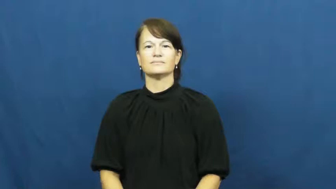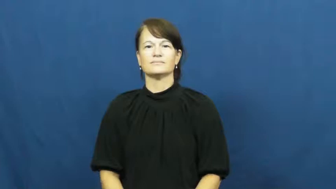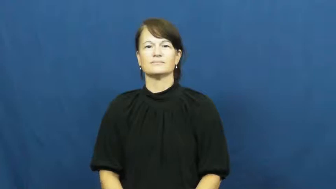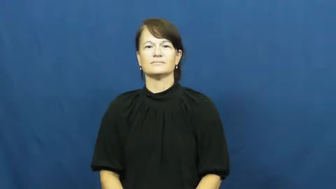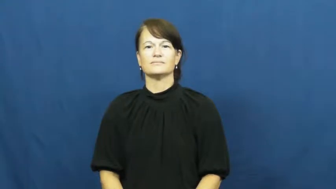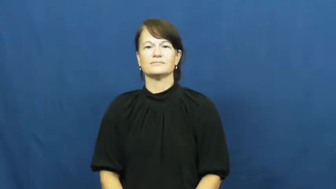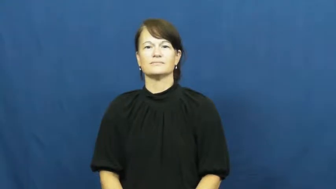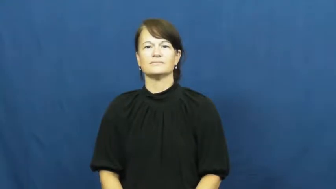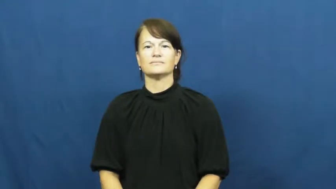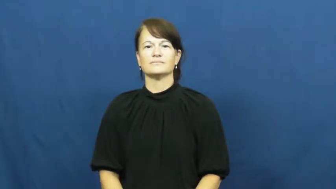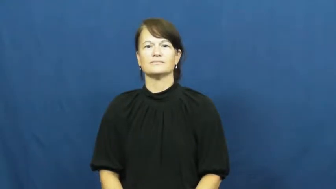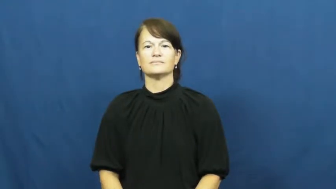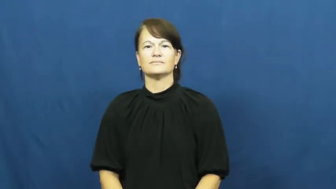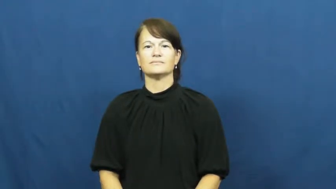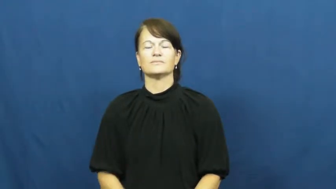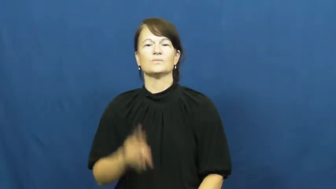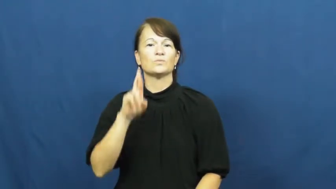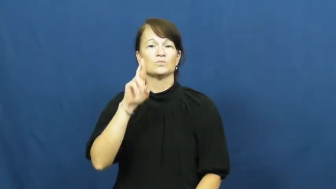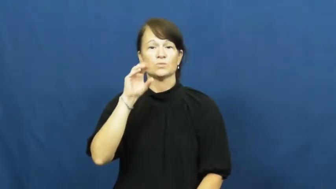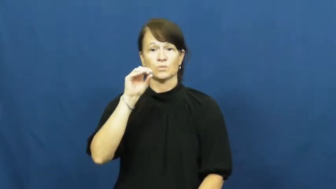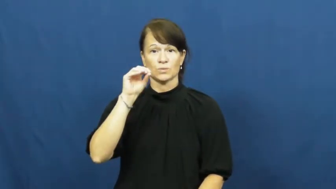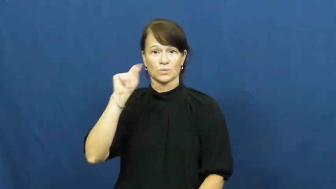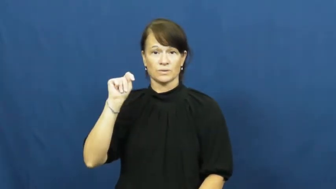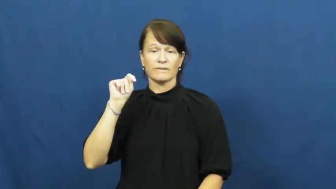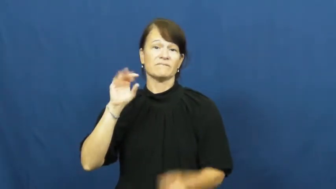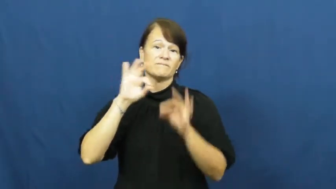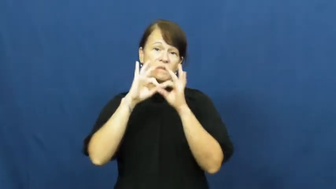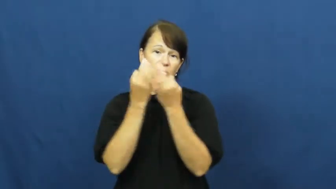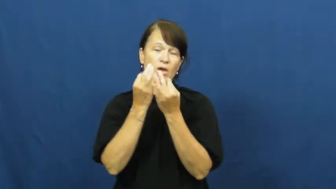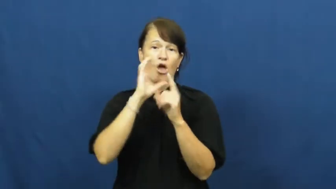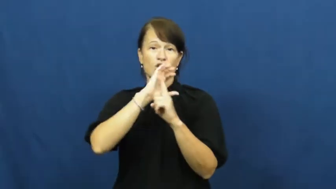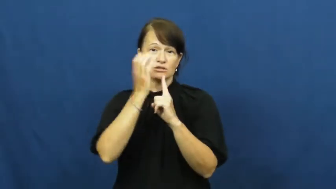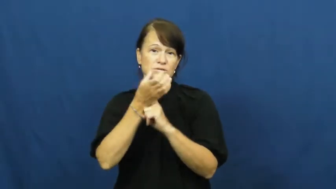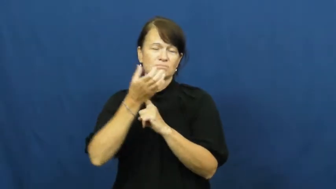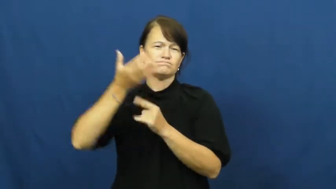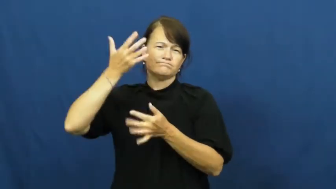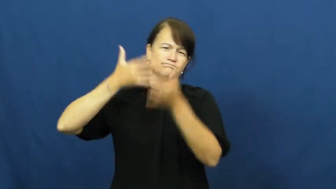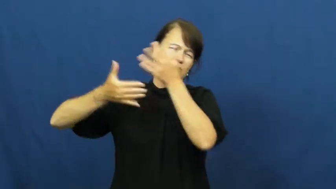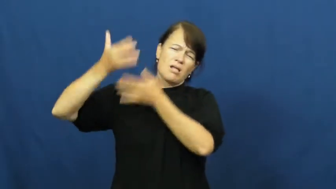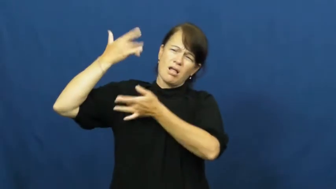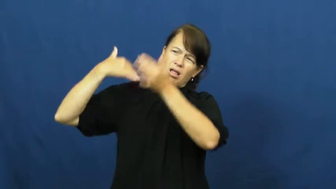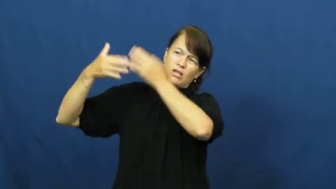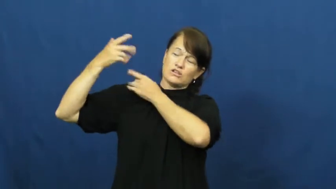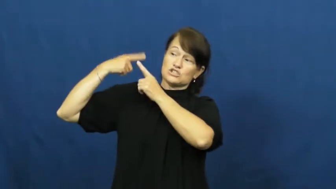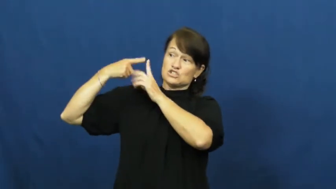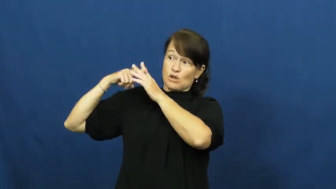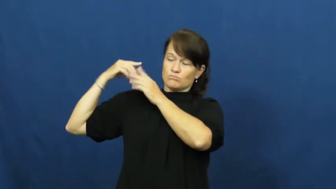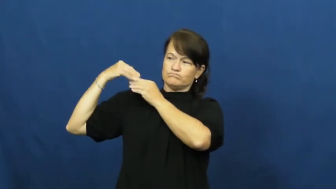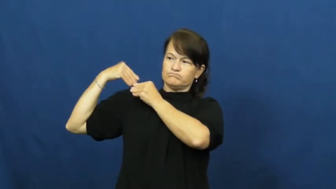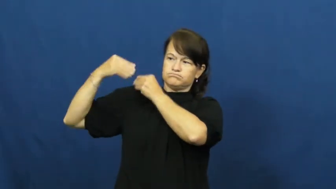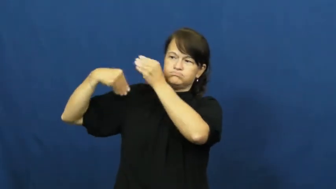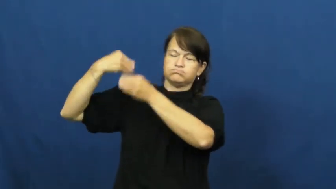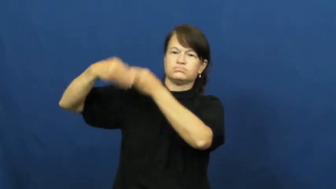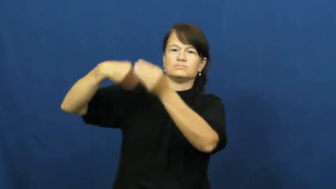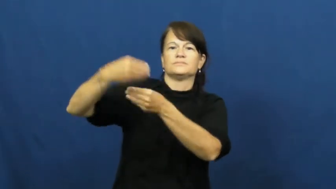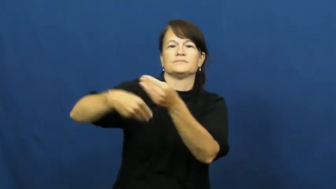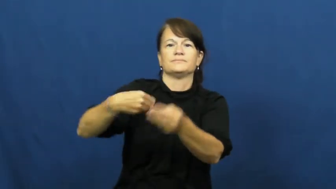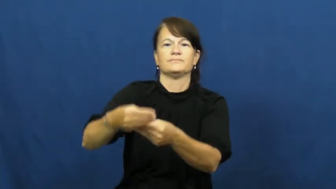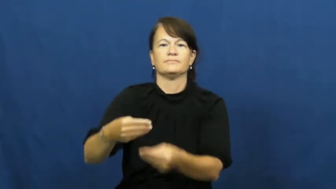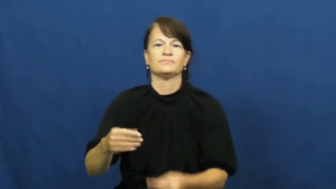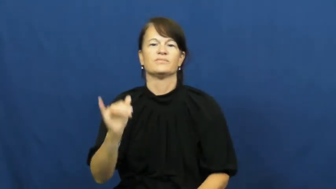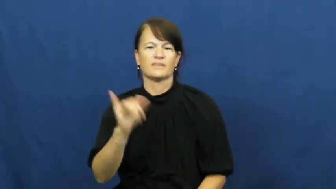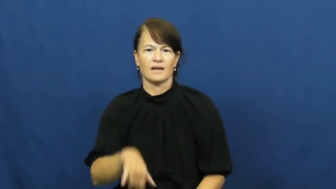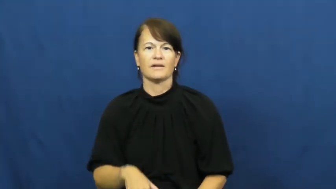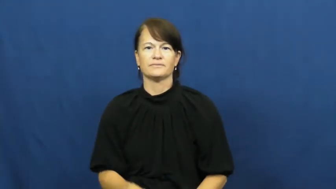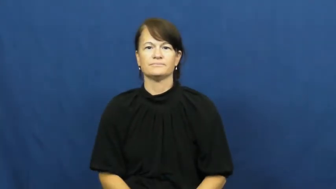roots-family